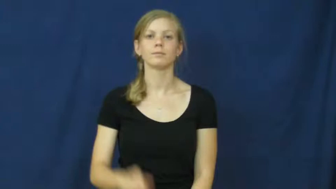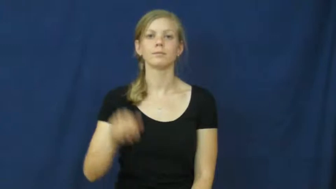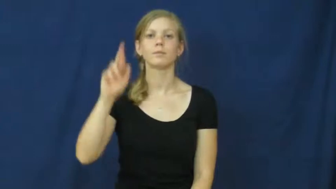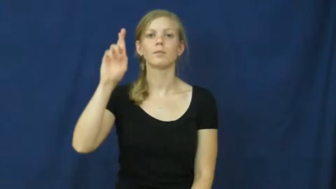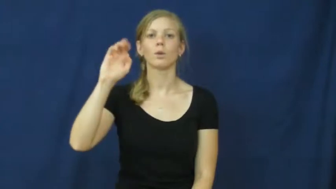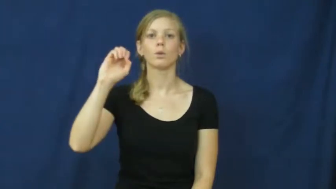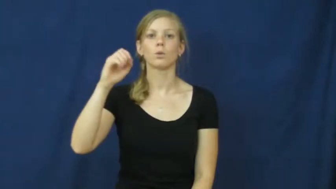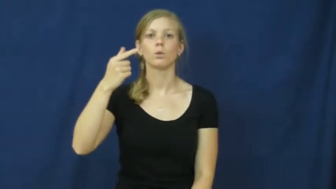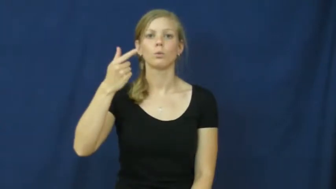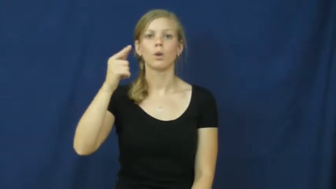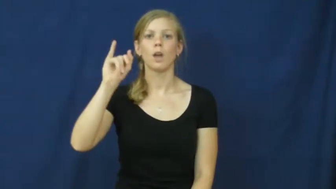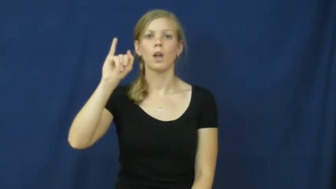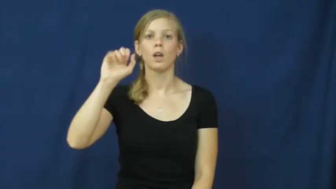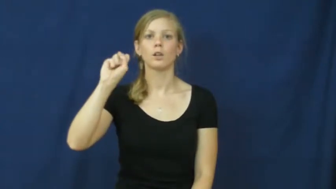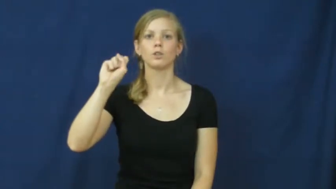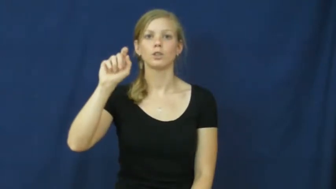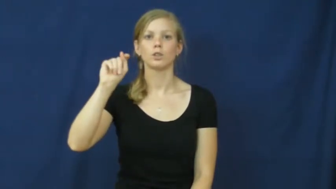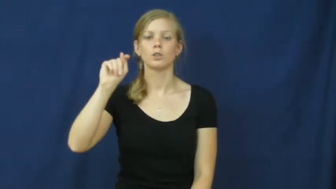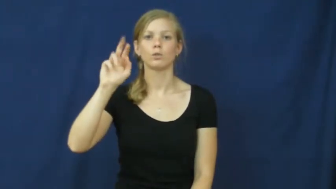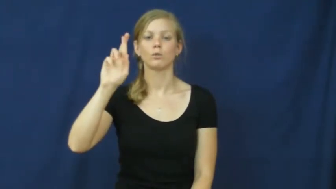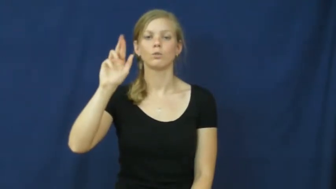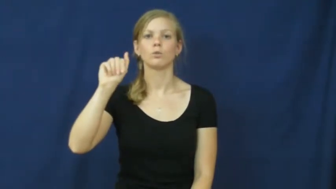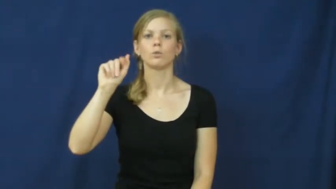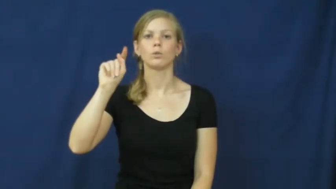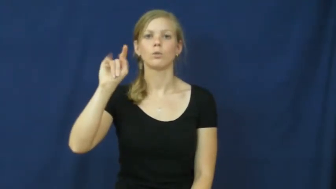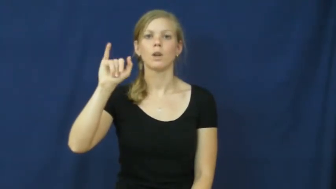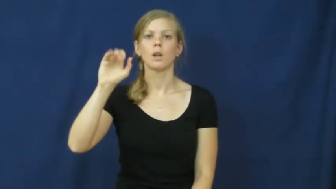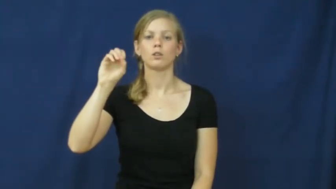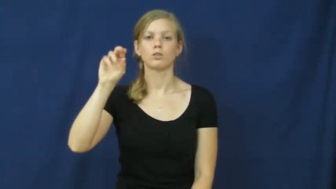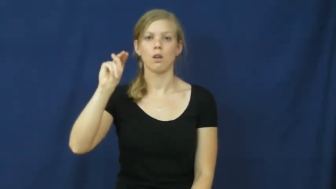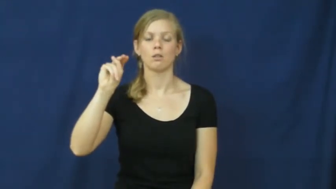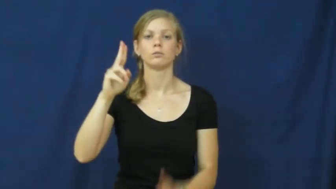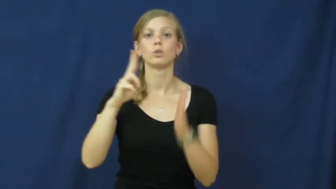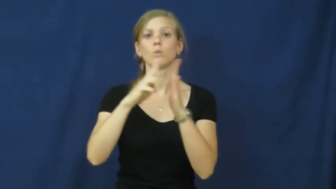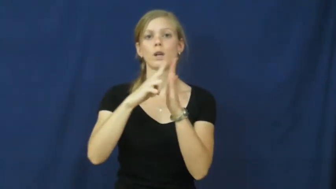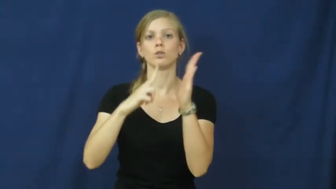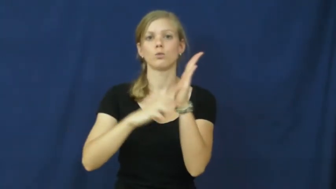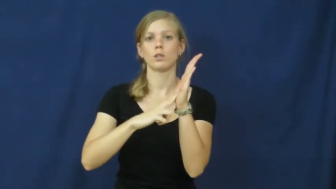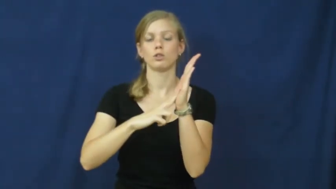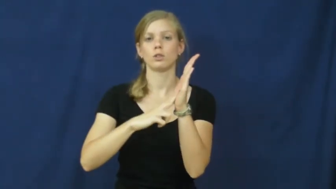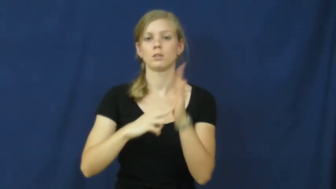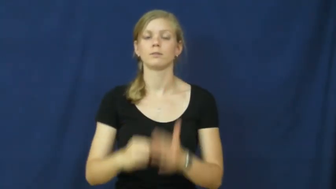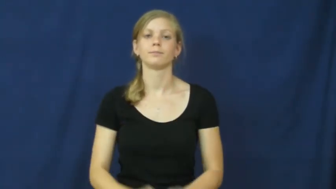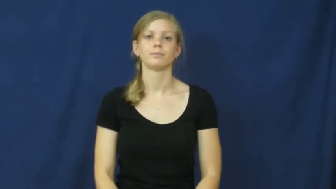registration